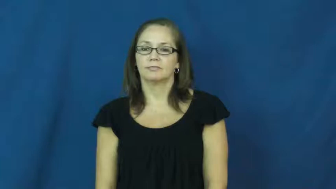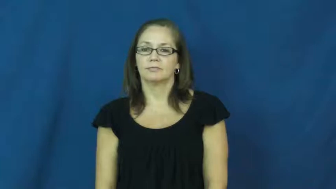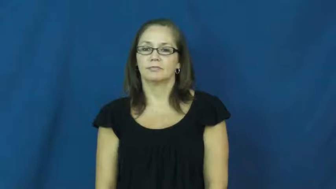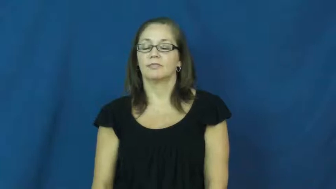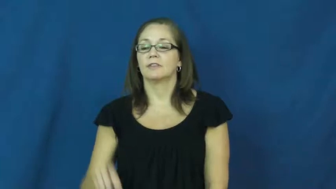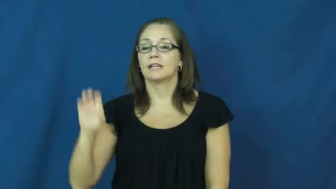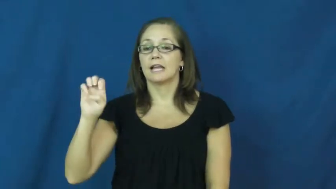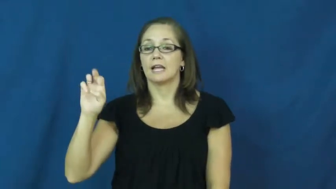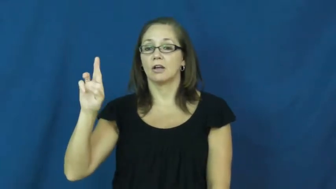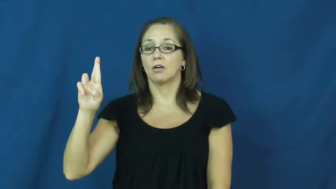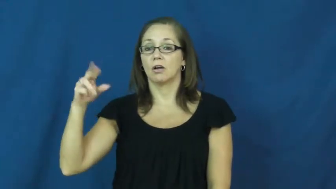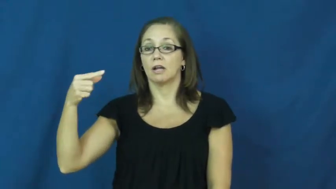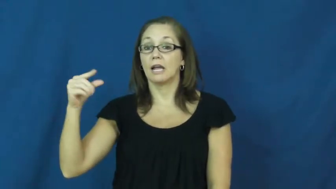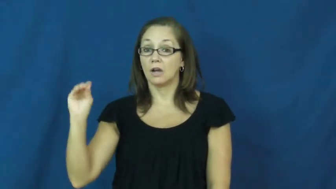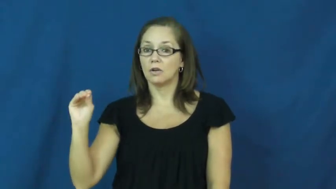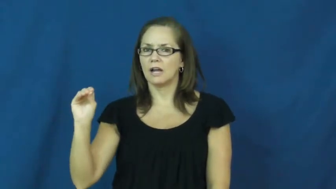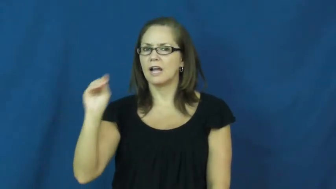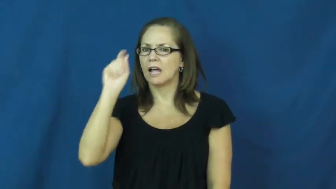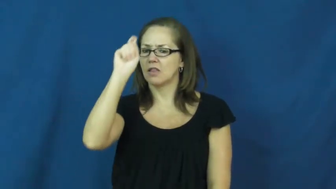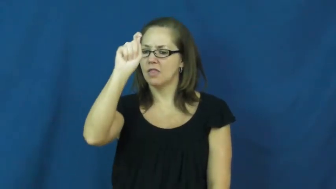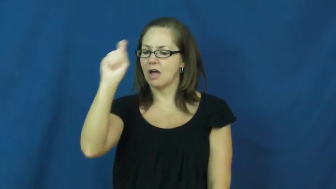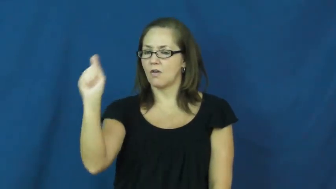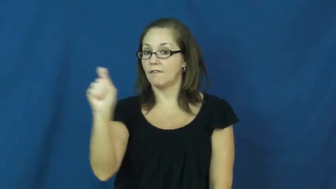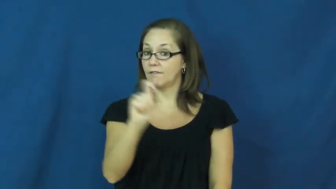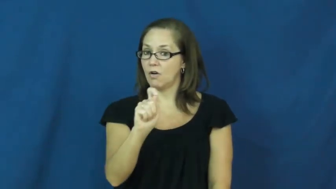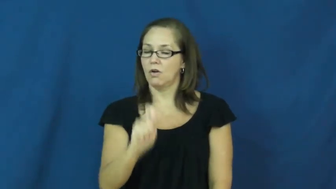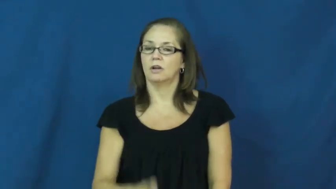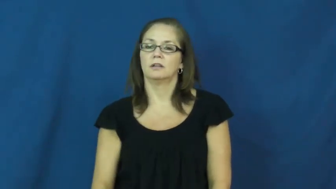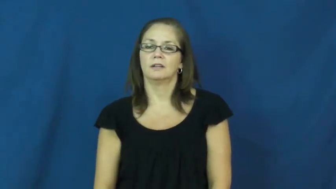ergo